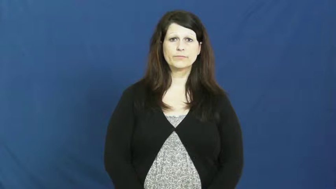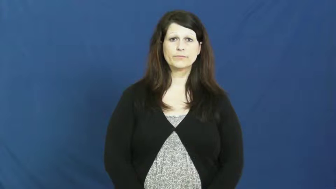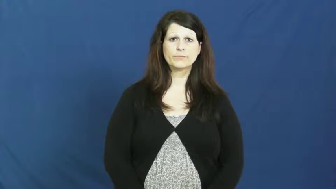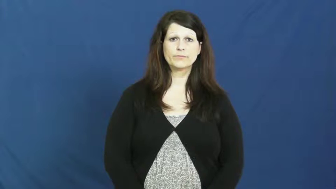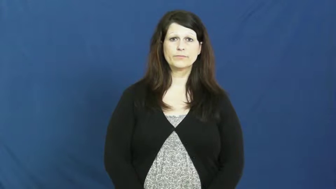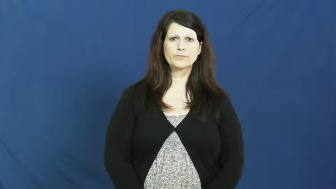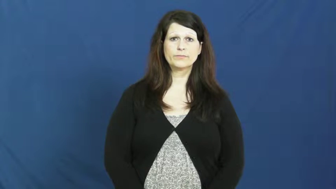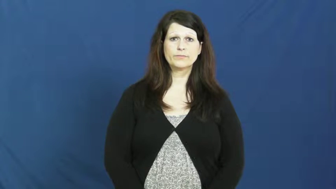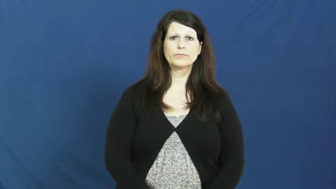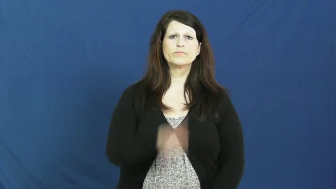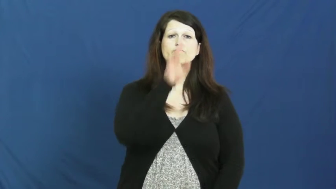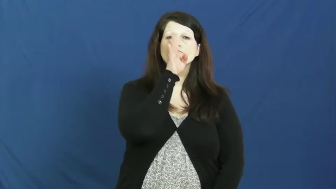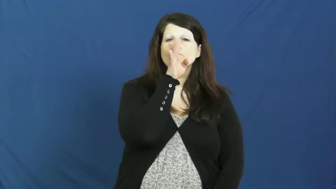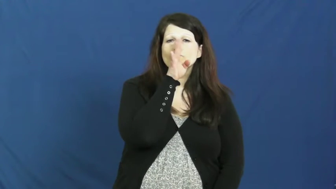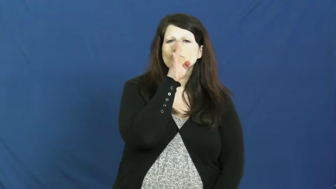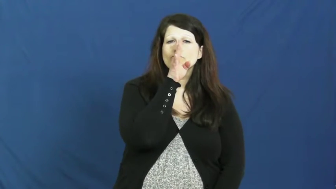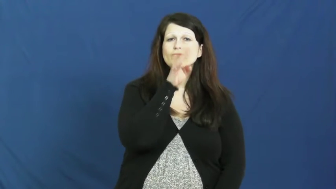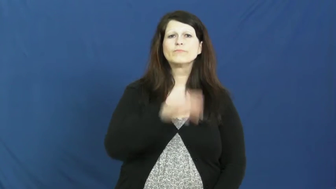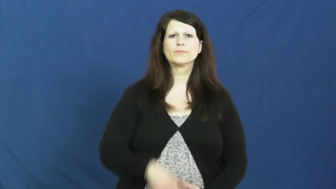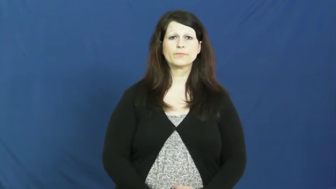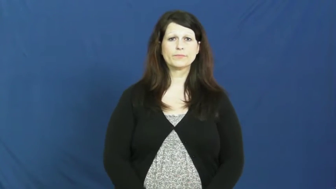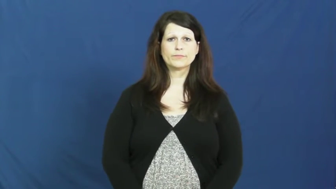jabber,loquacious,jaw,jawbone